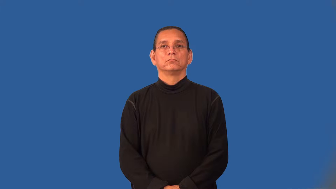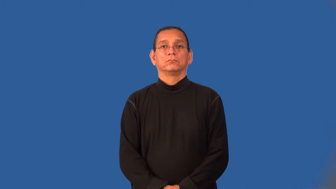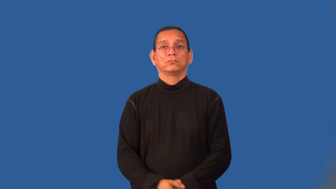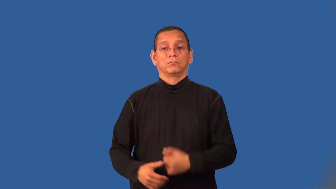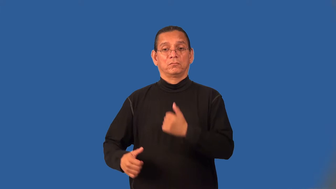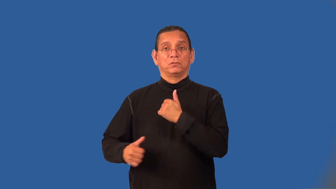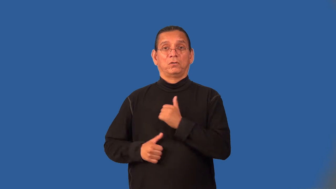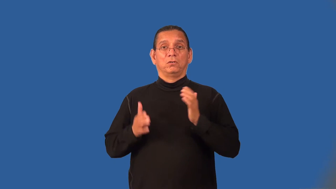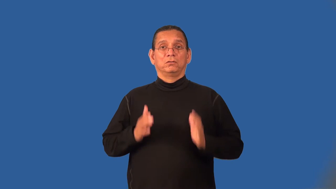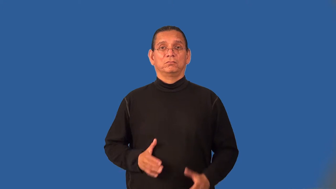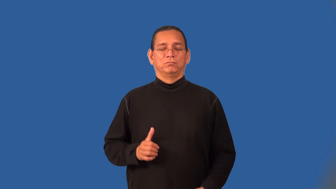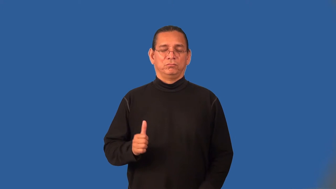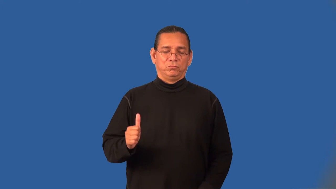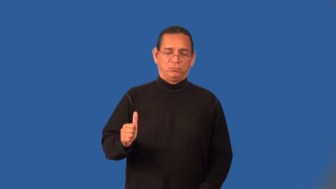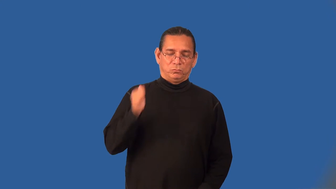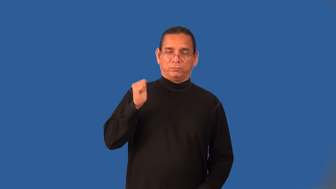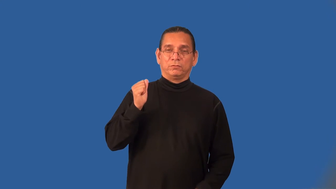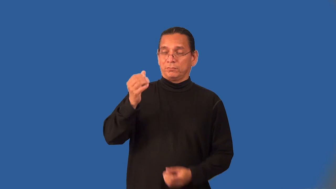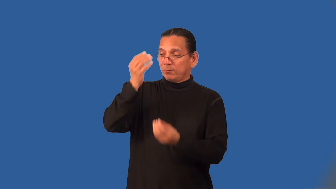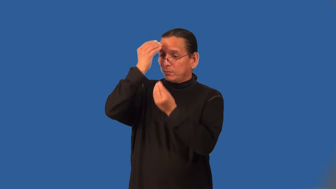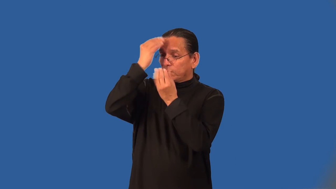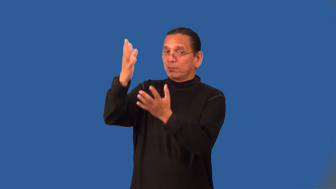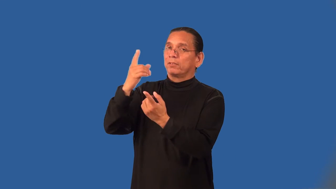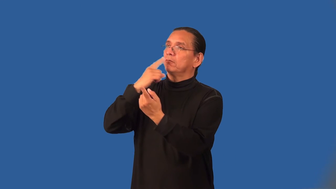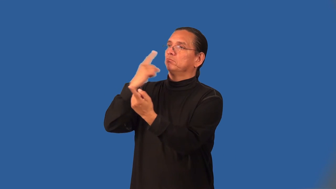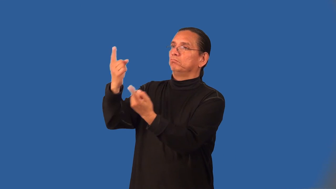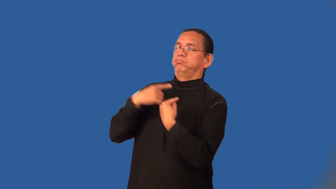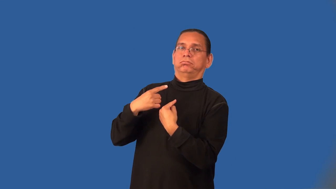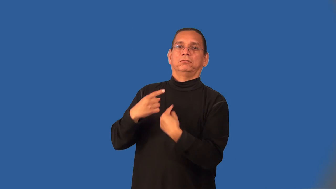mutineer